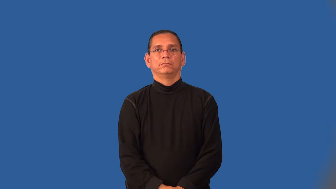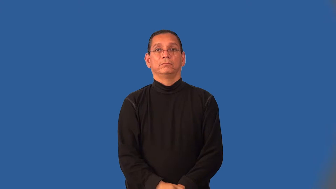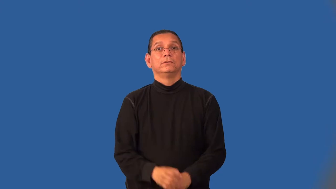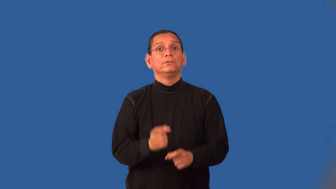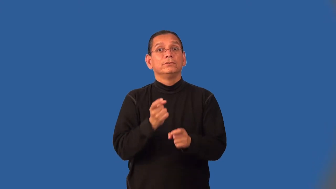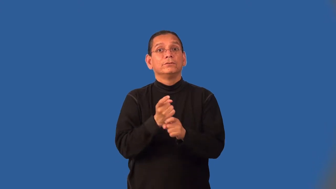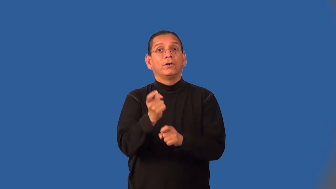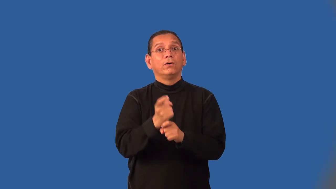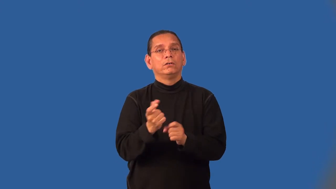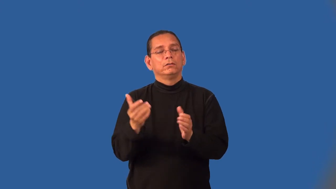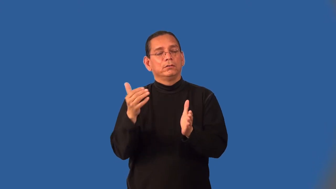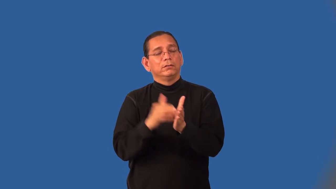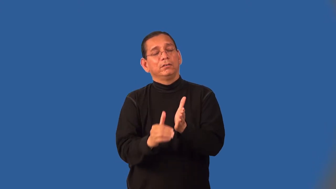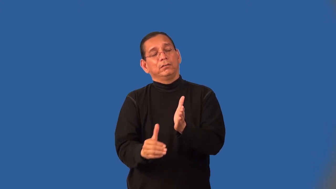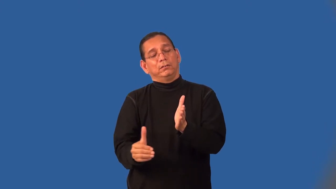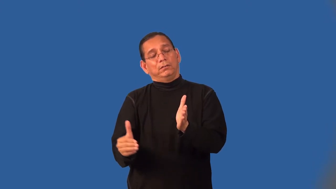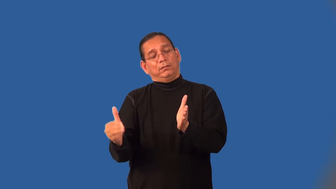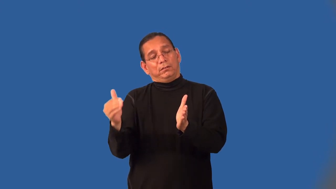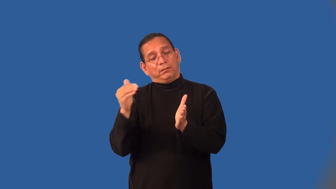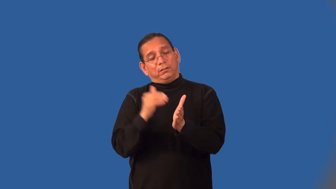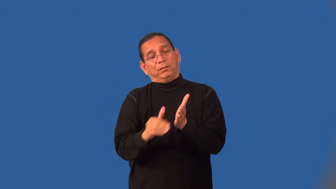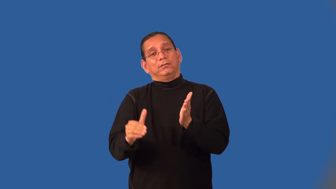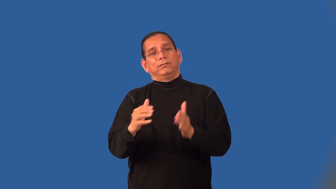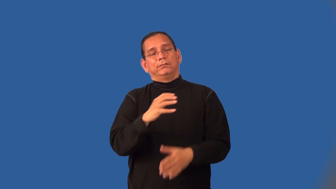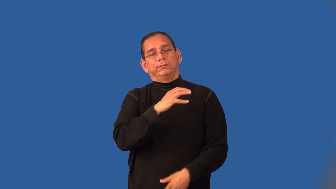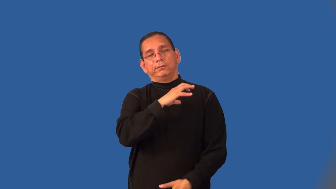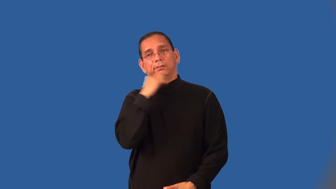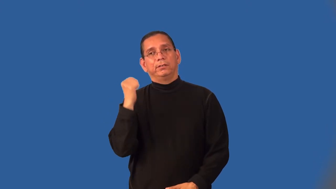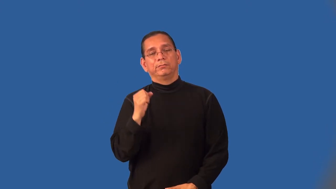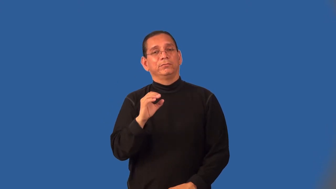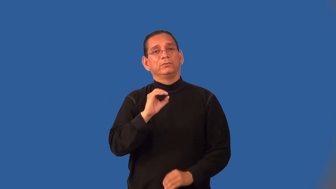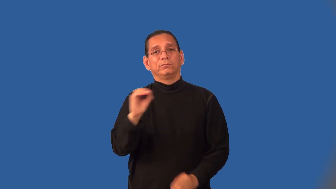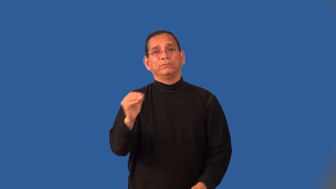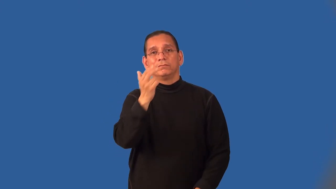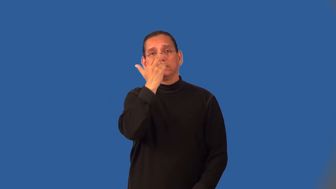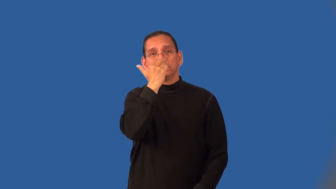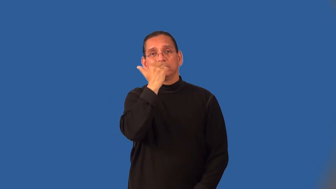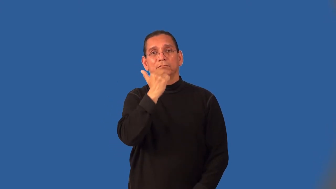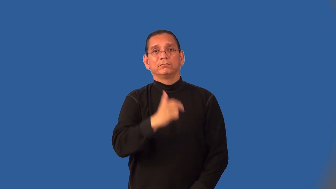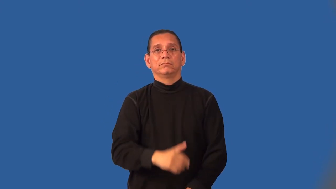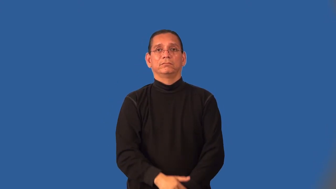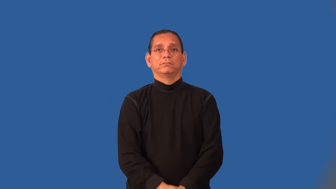hoary-not funny